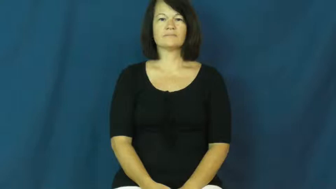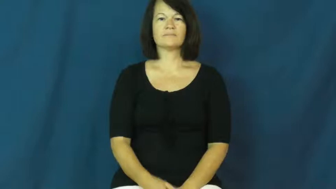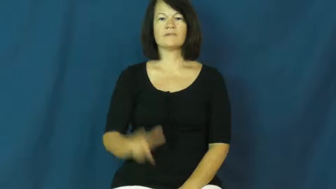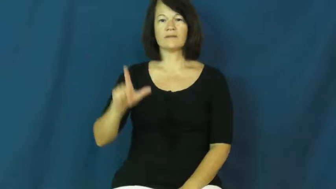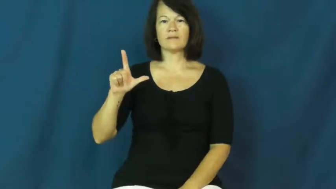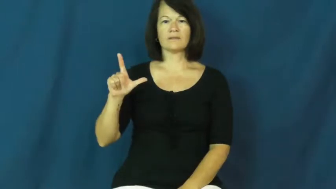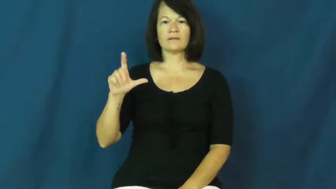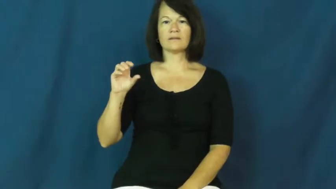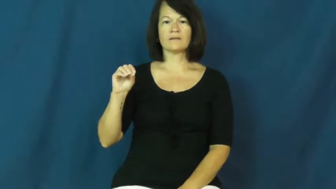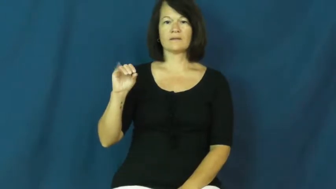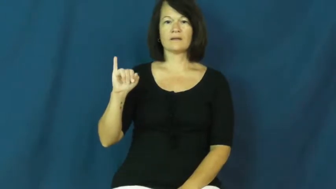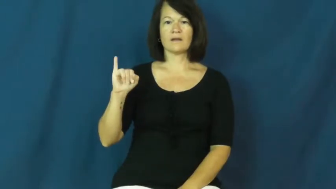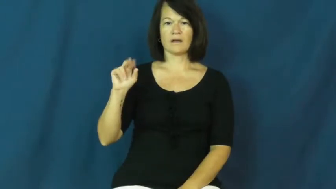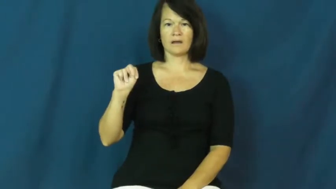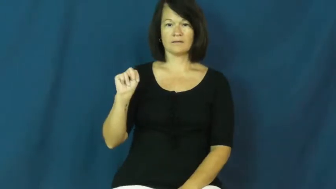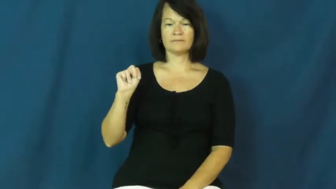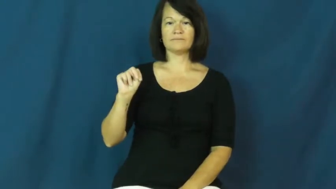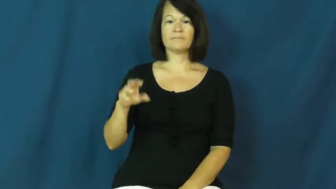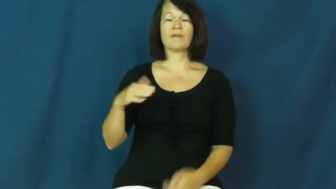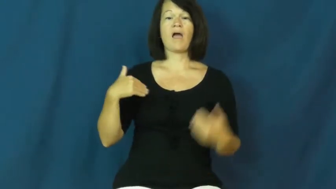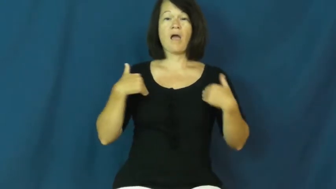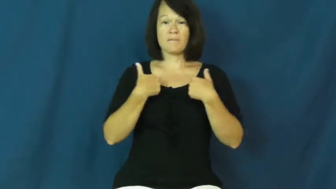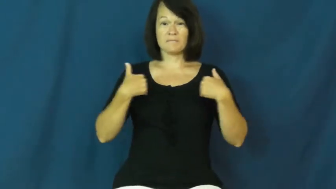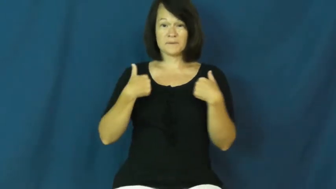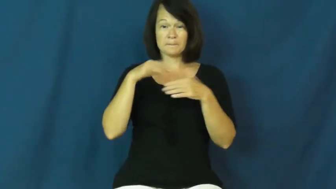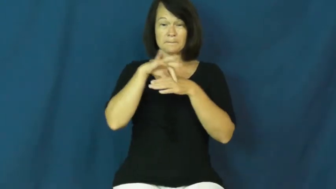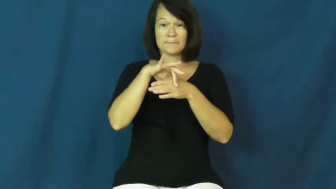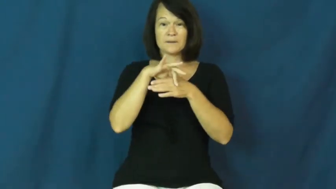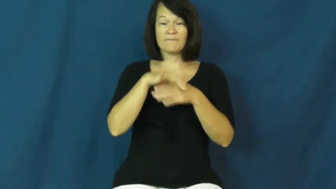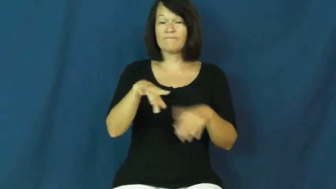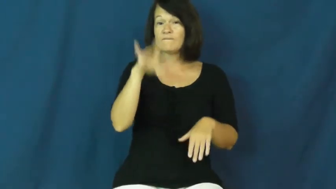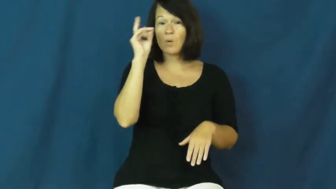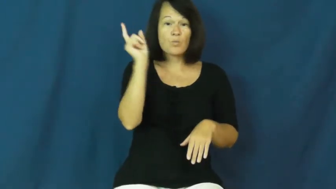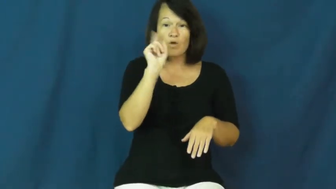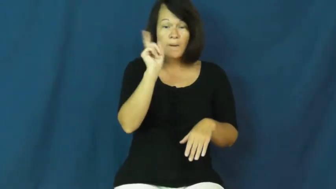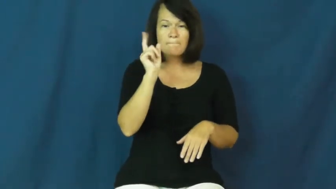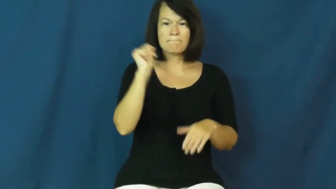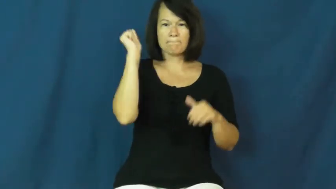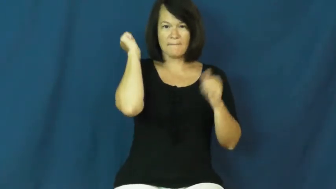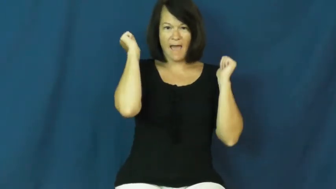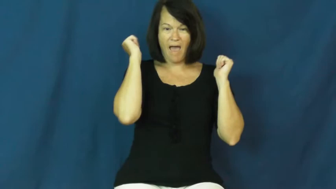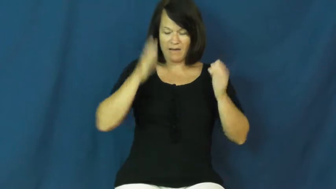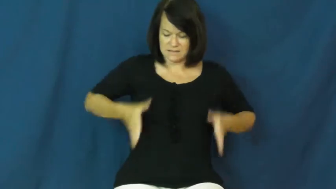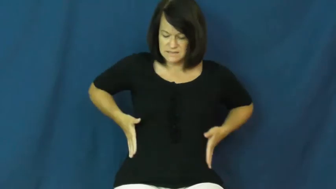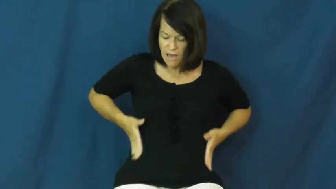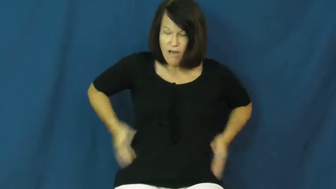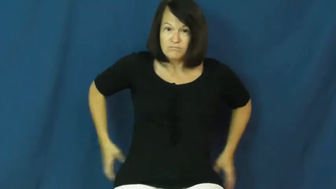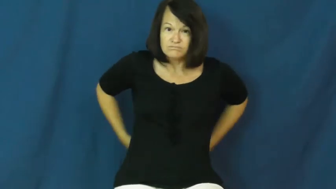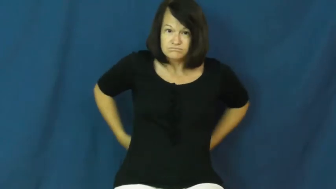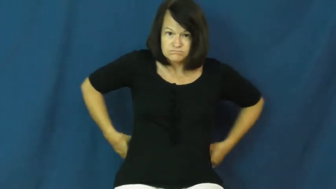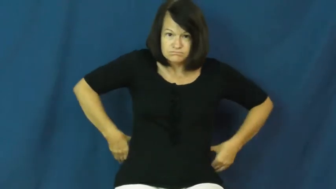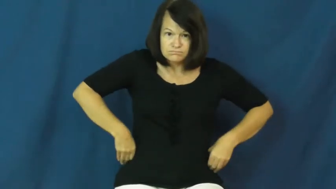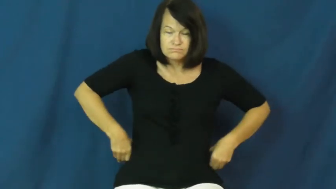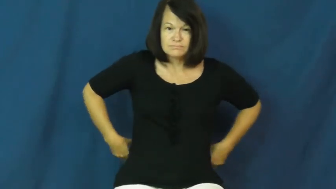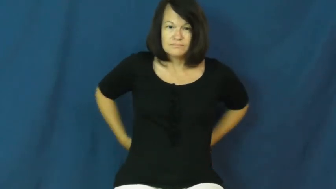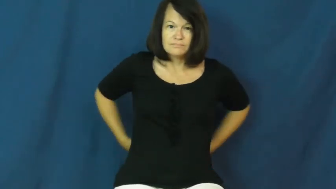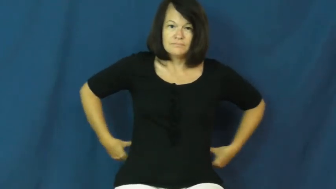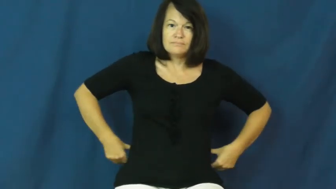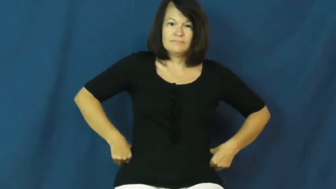loin